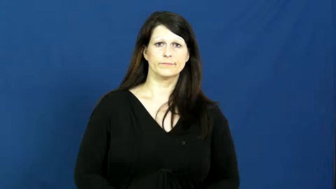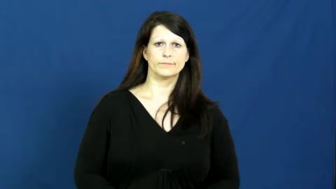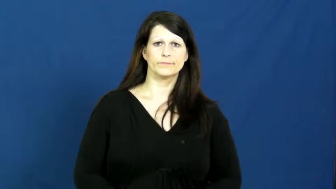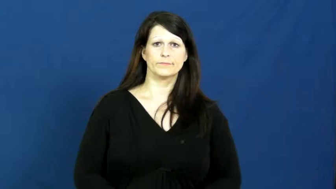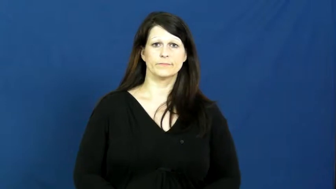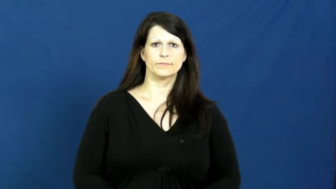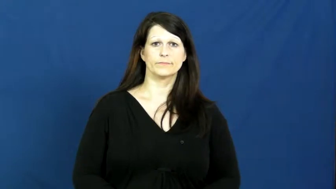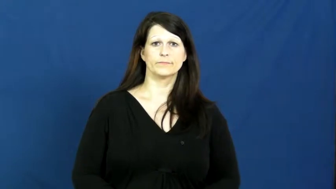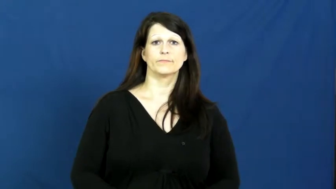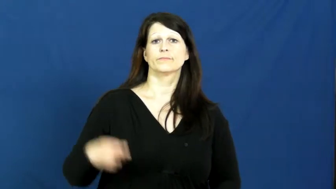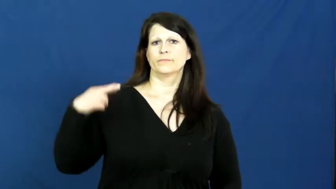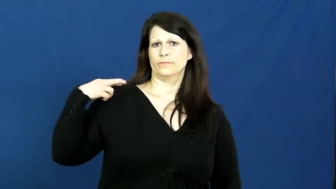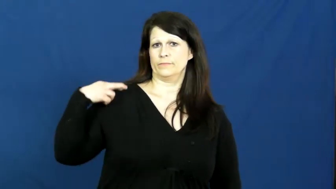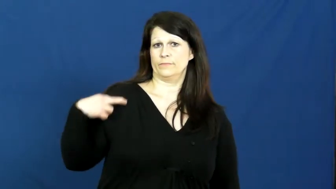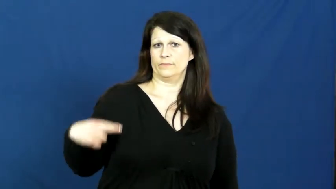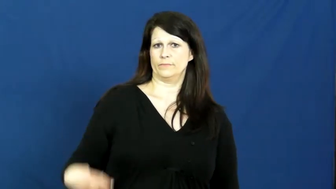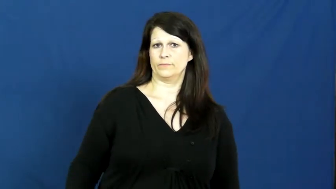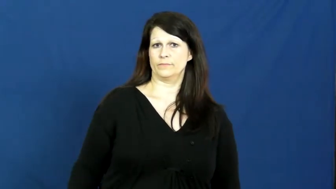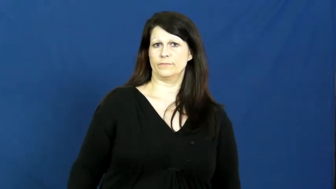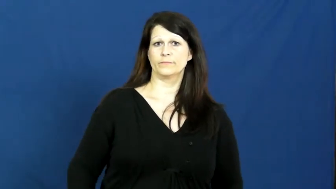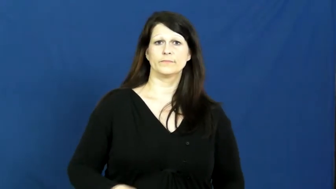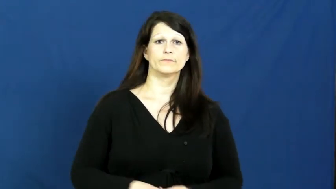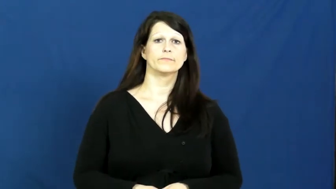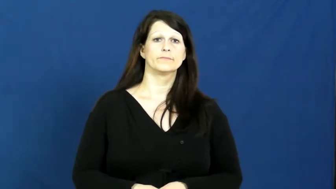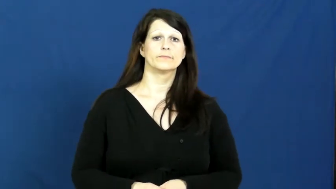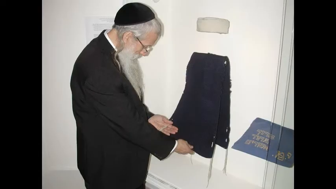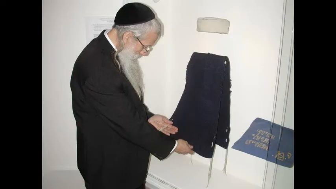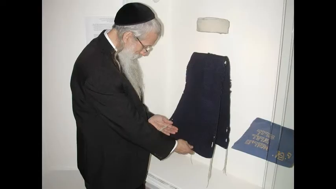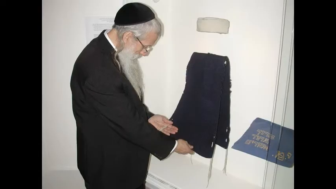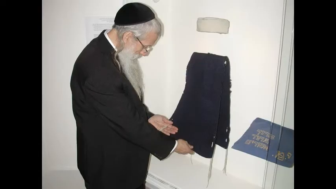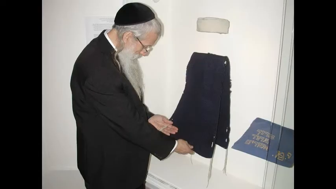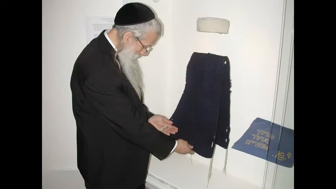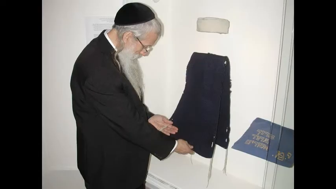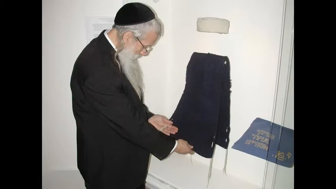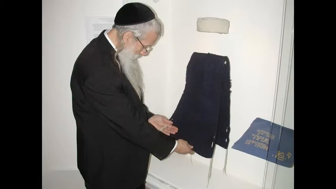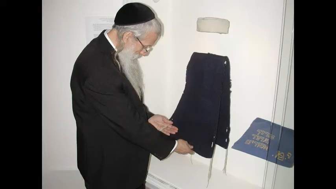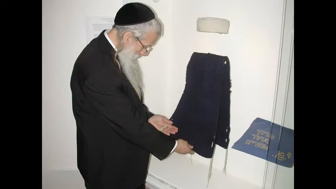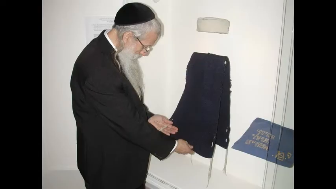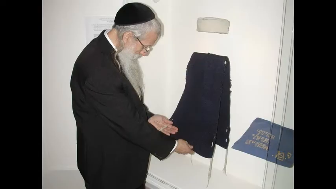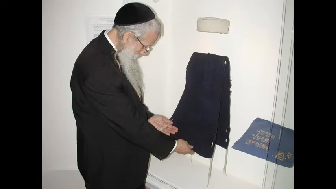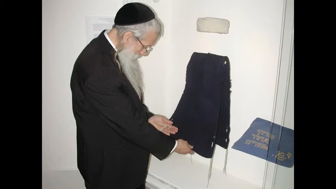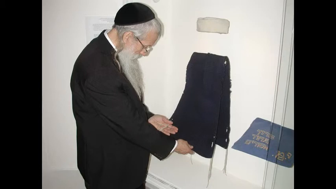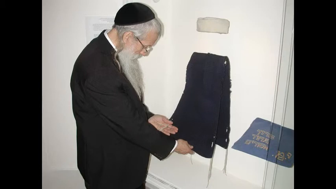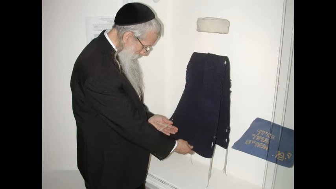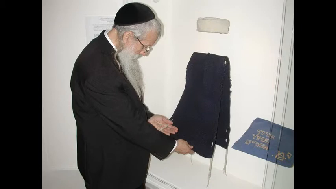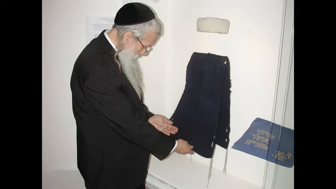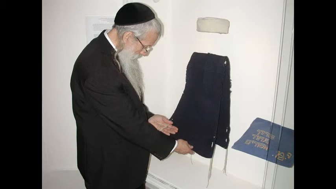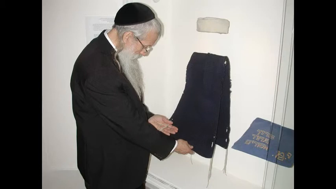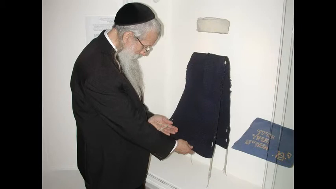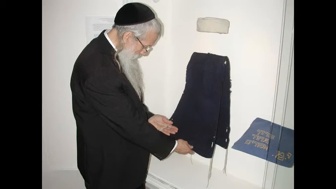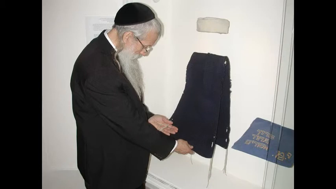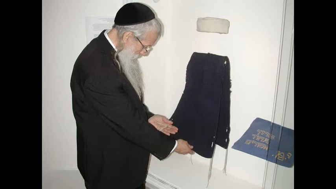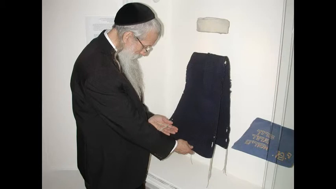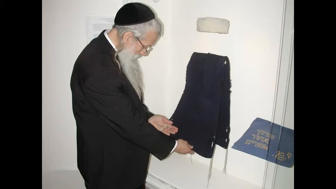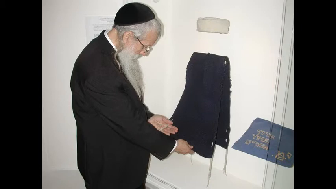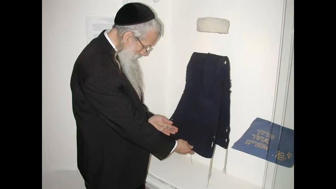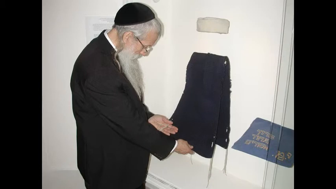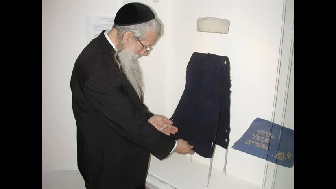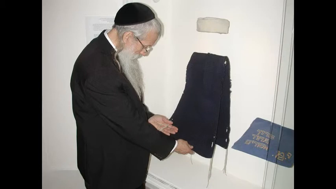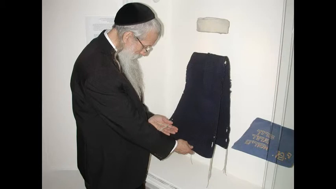rabbi,cantor